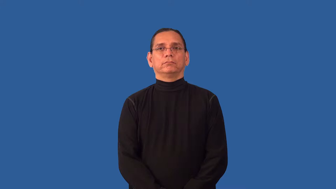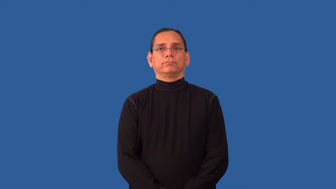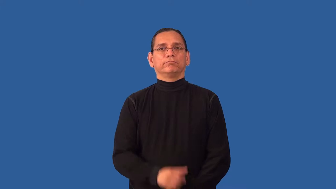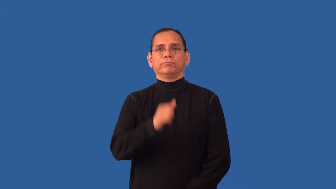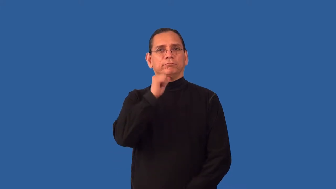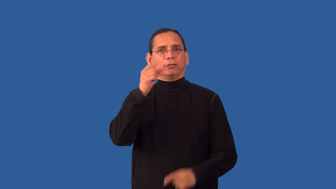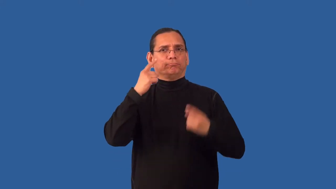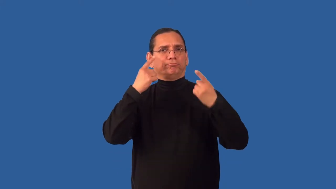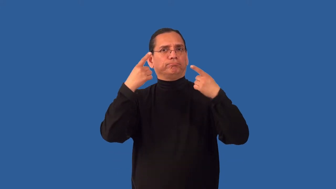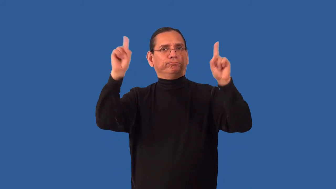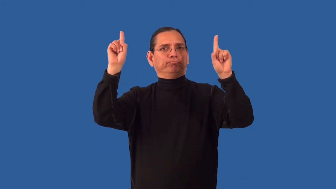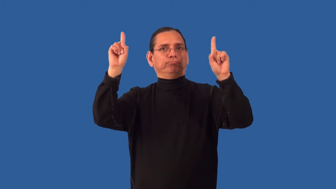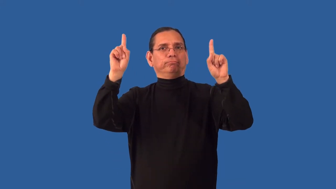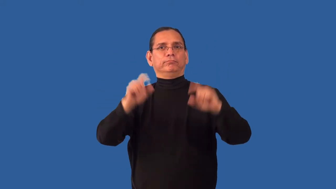ineffective,flaccid